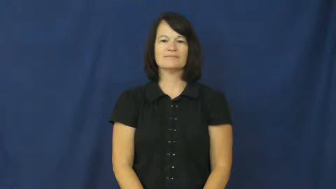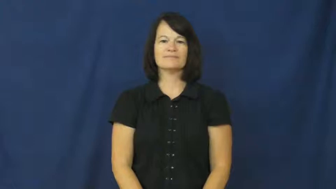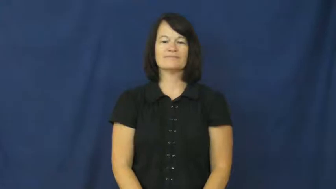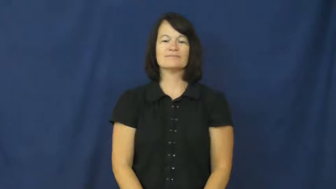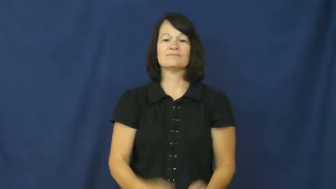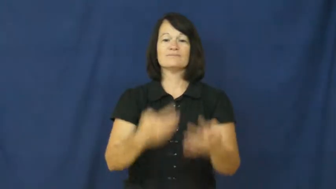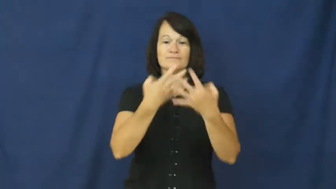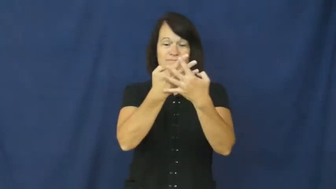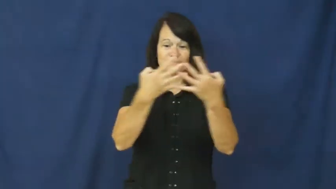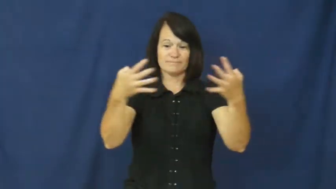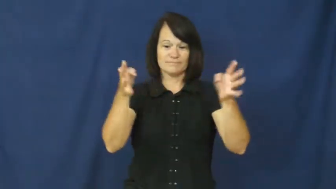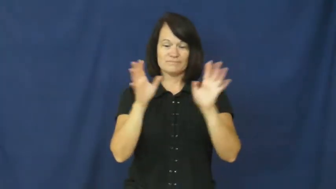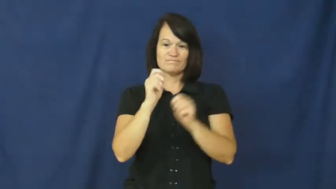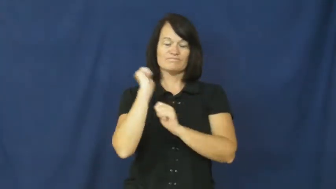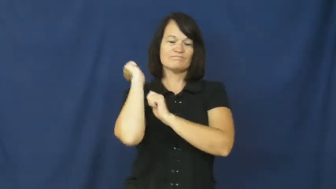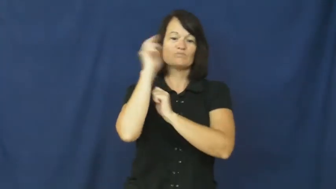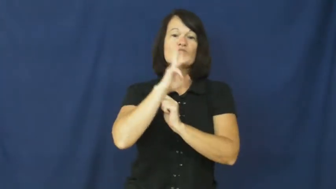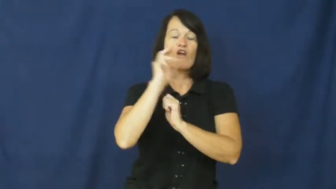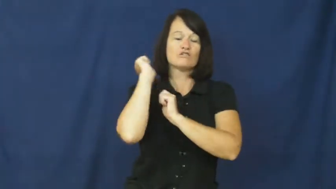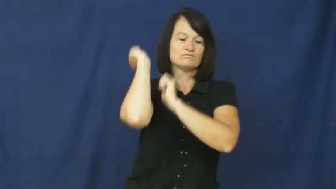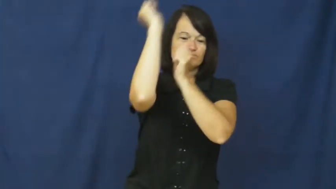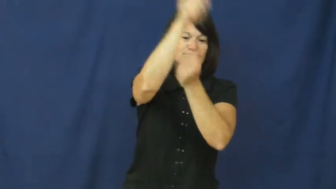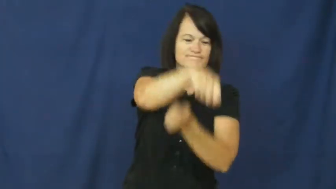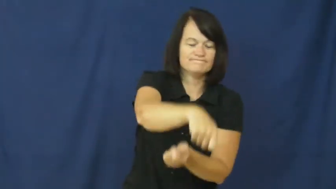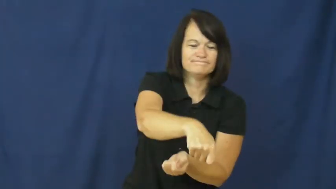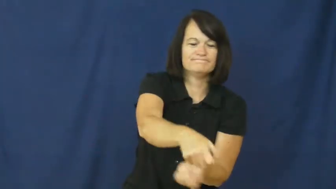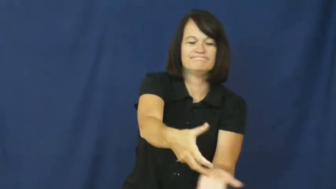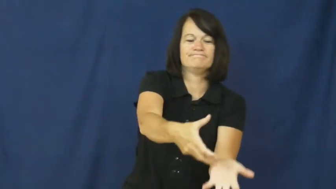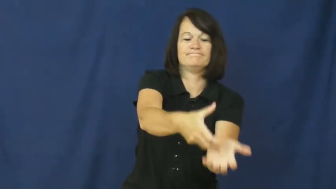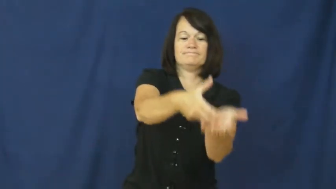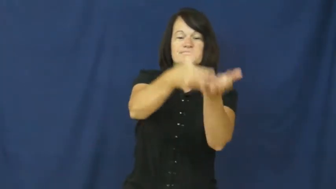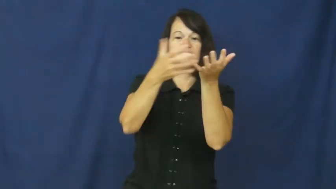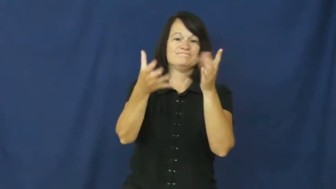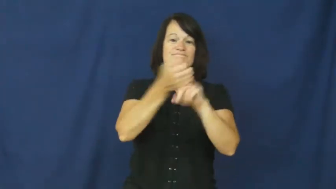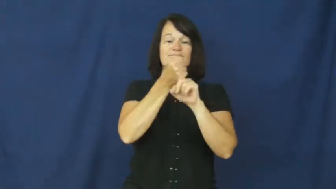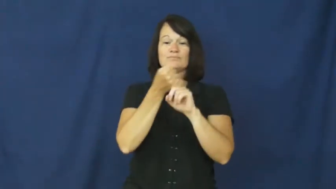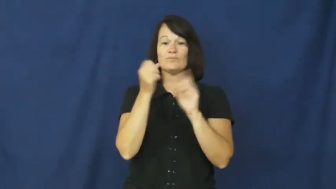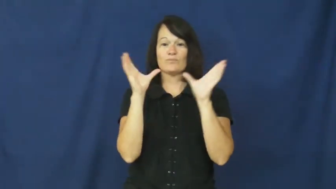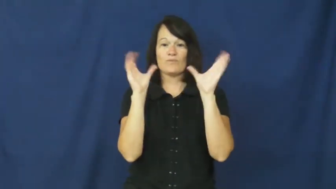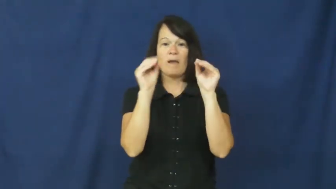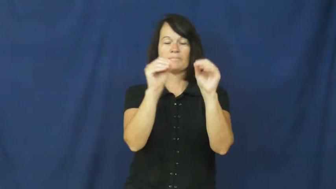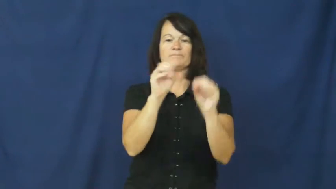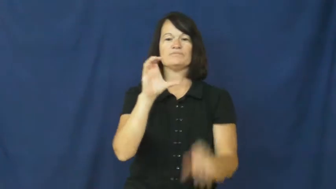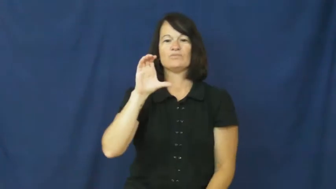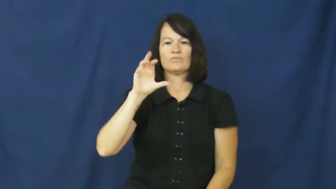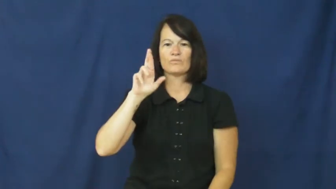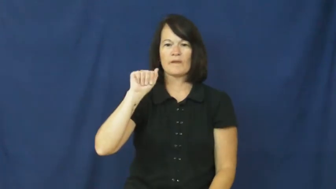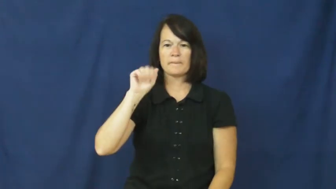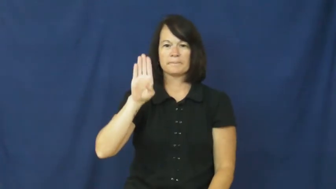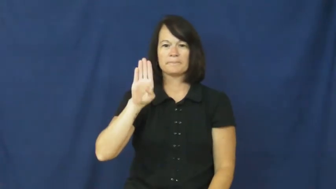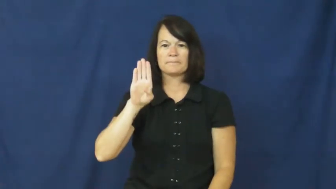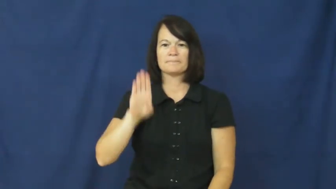crab-catch crab